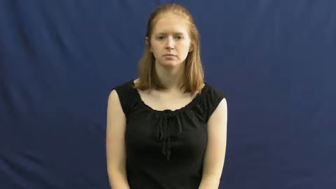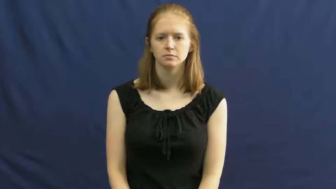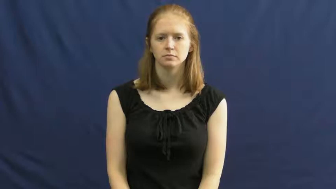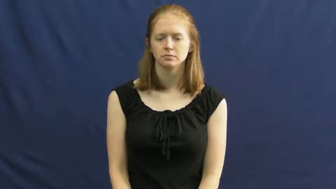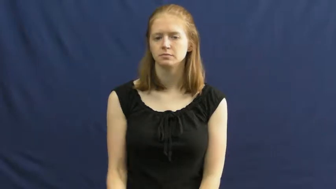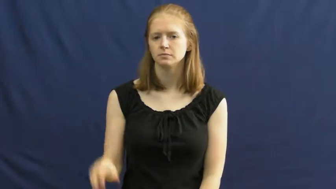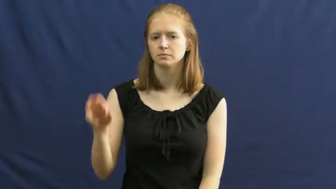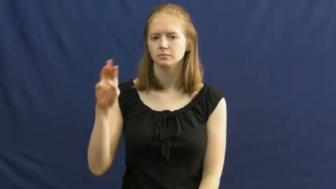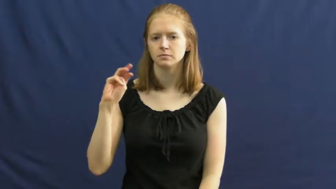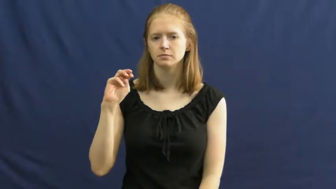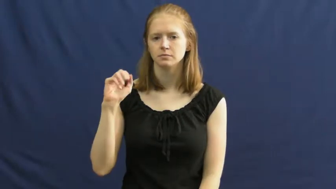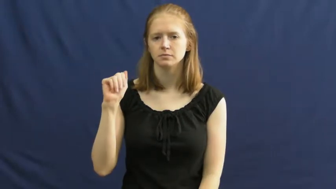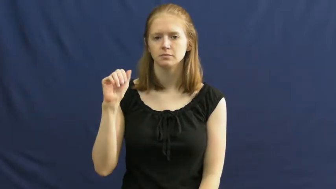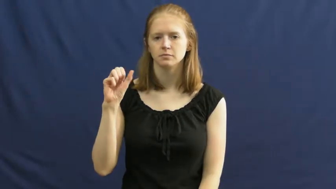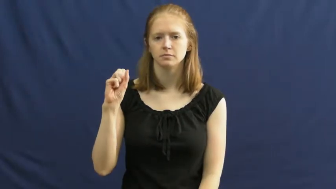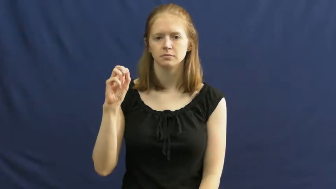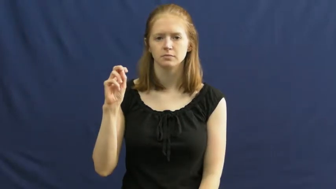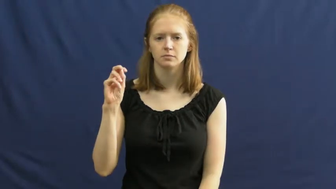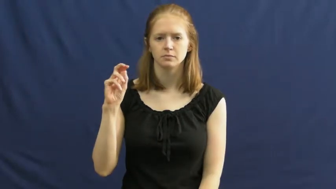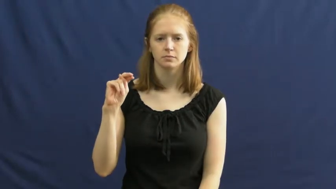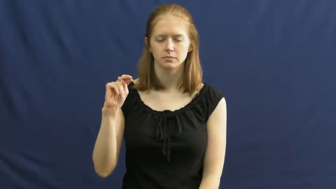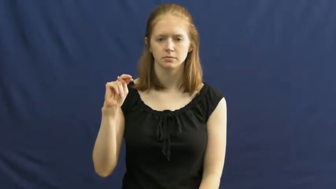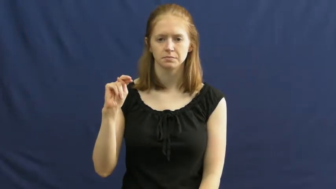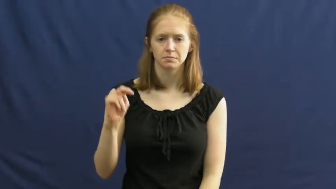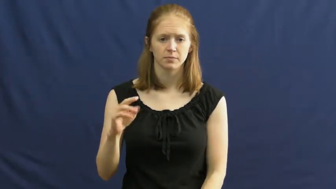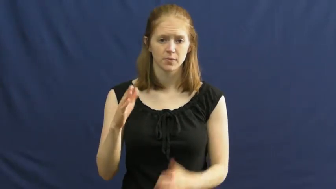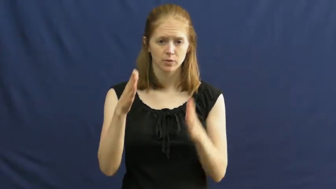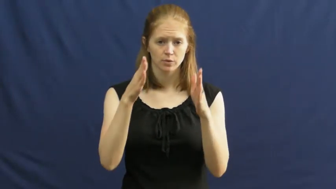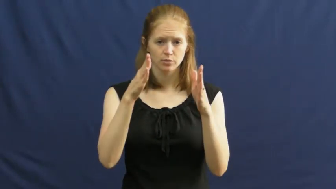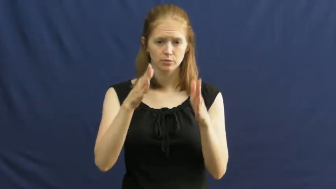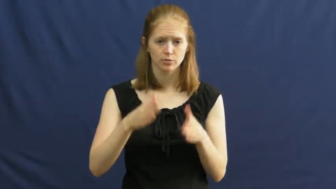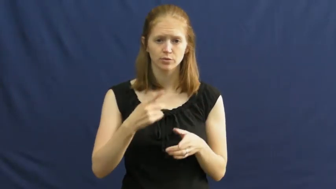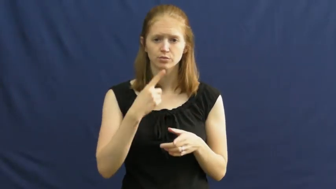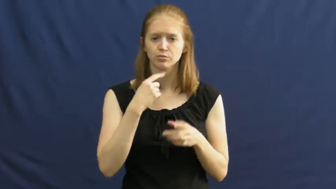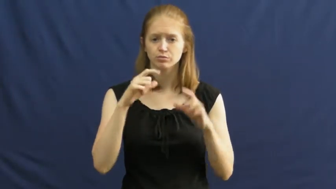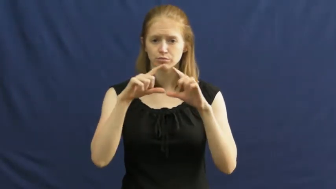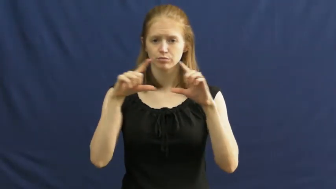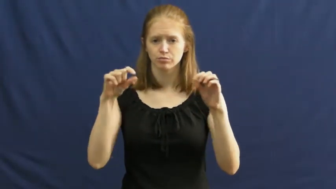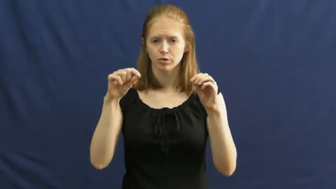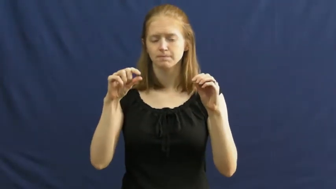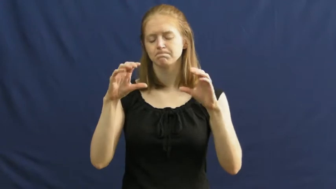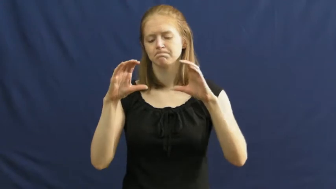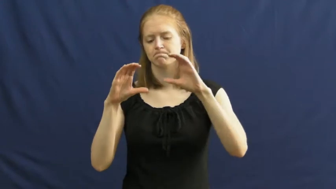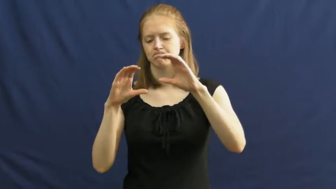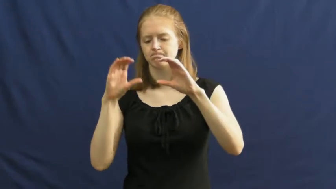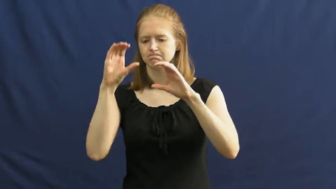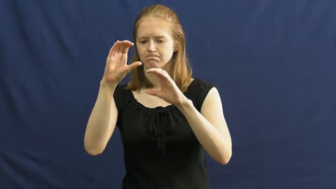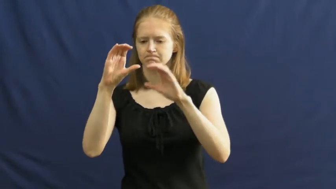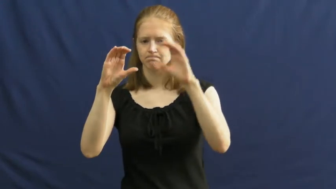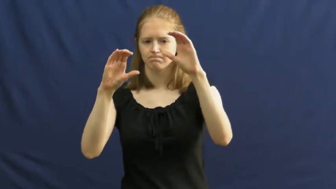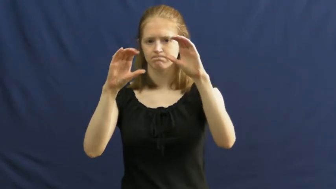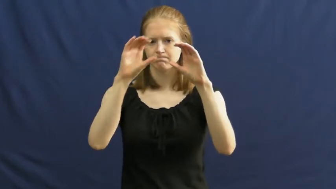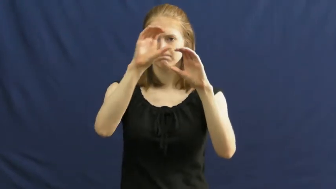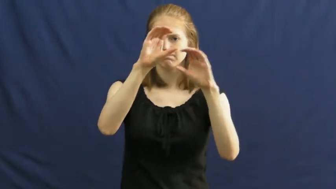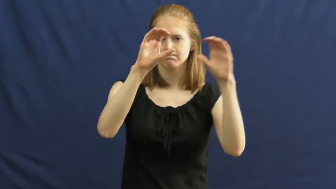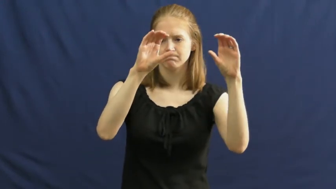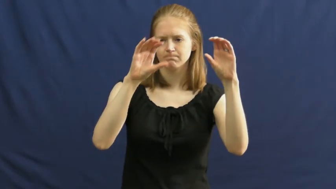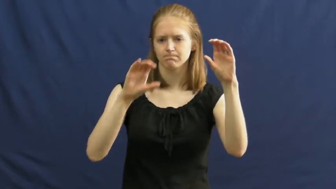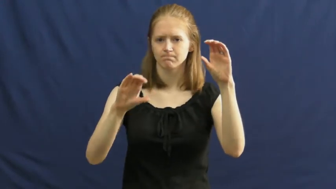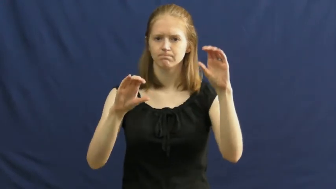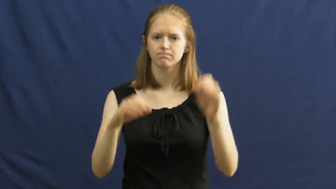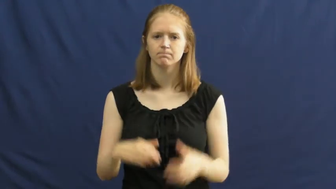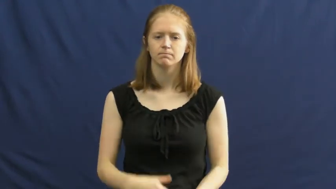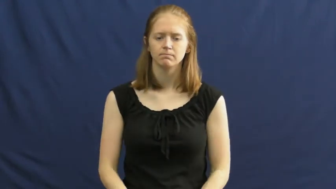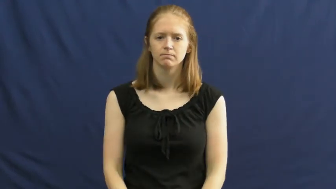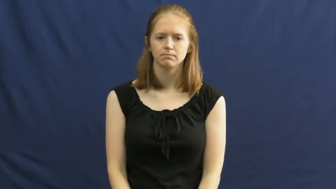mason